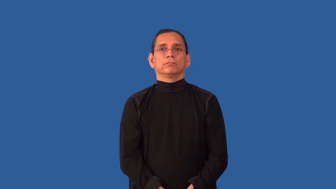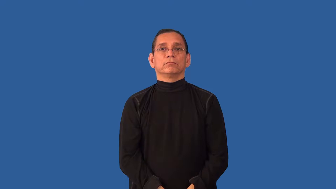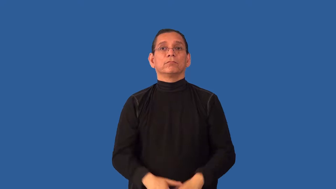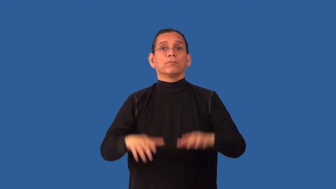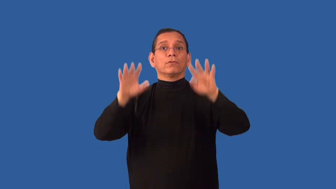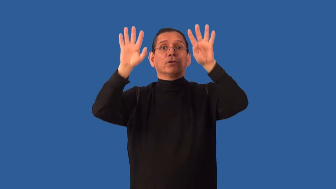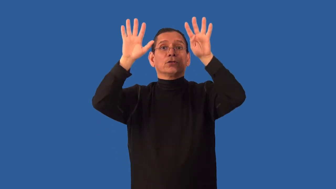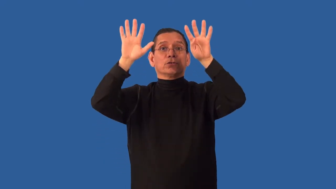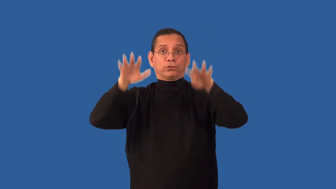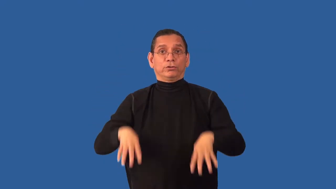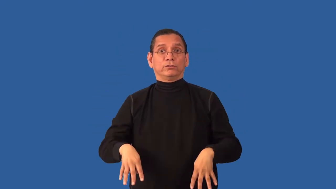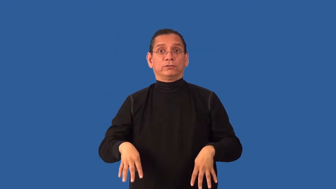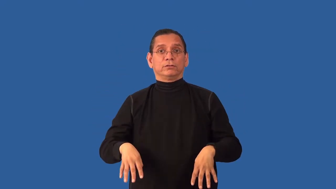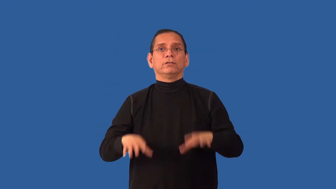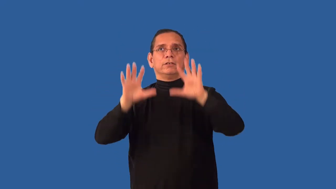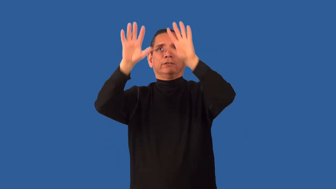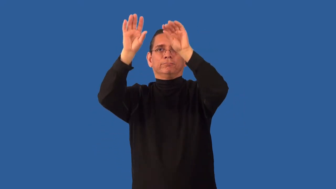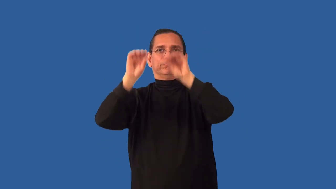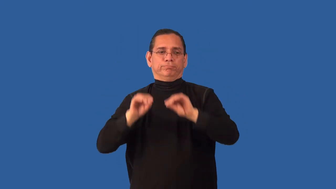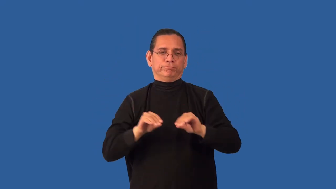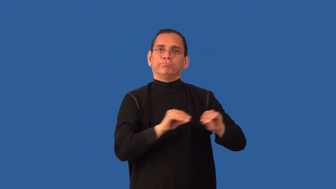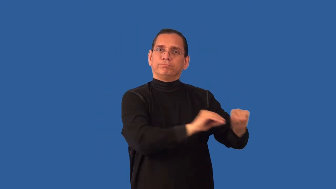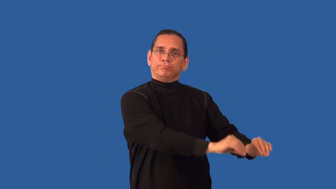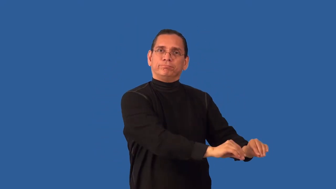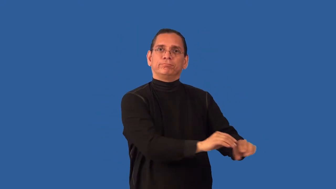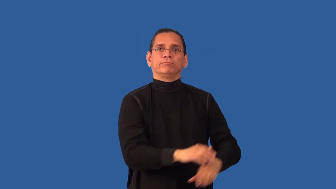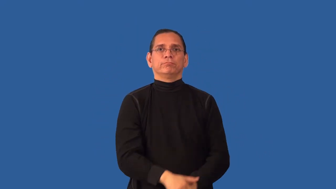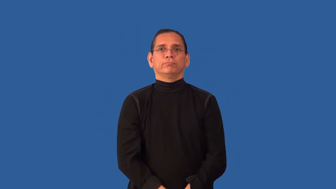undrape